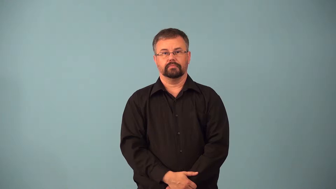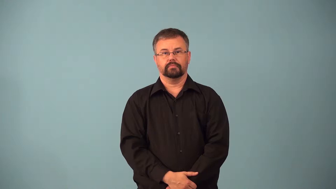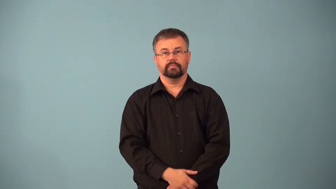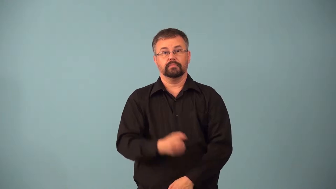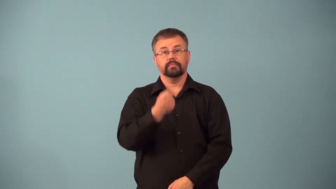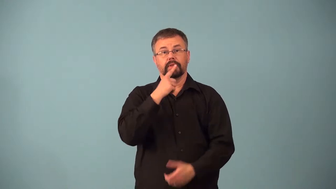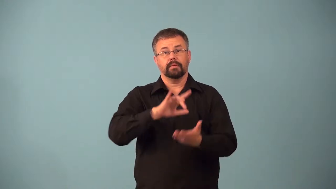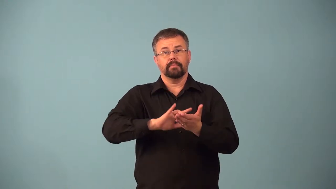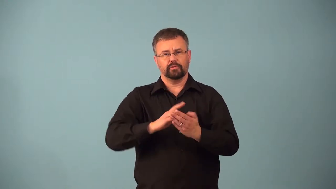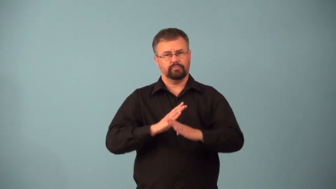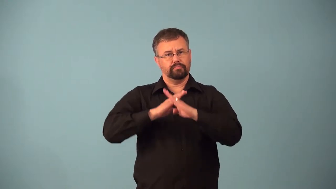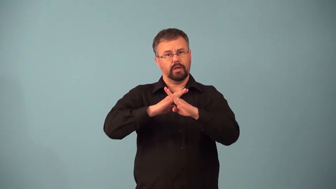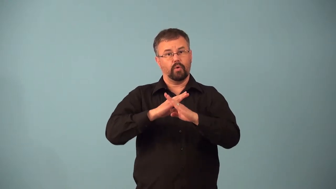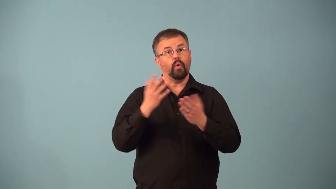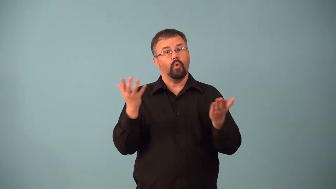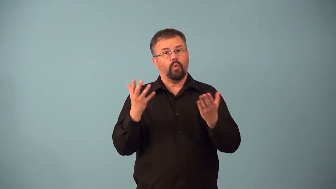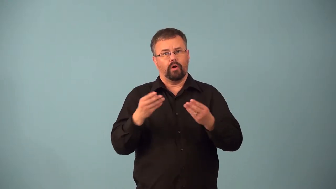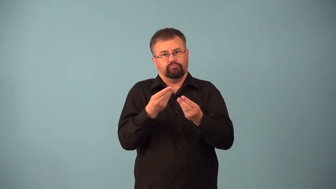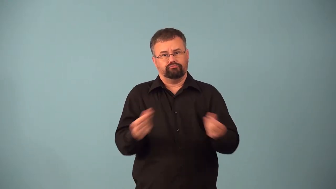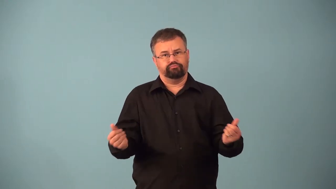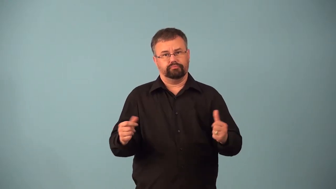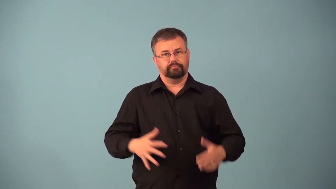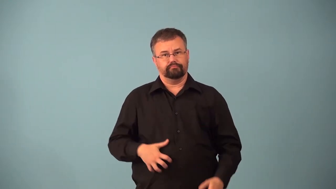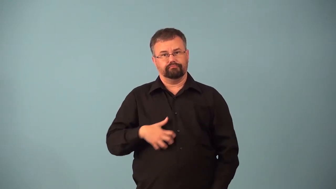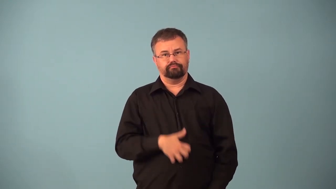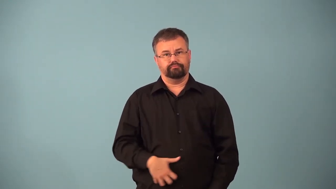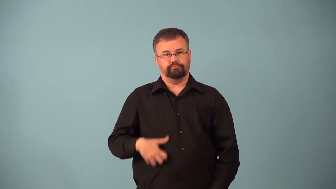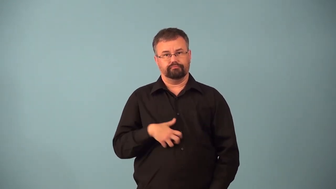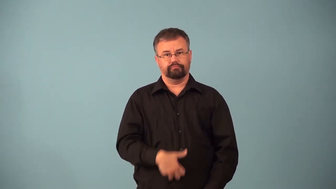antacid